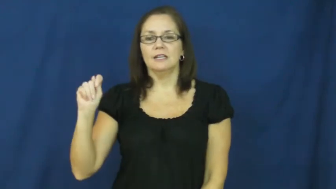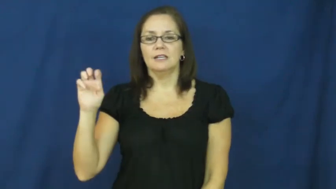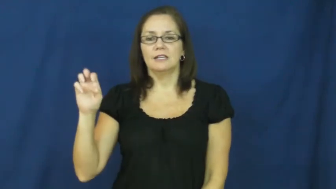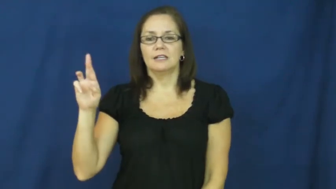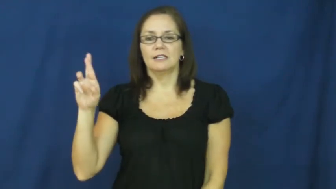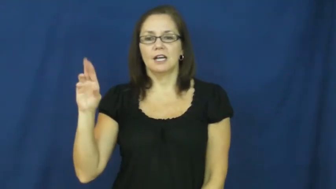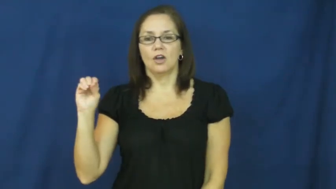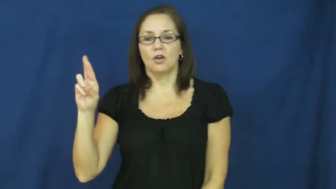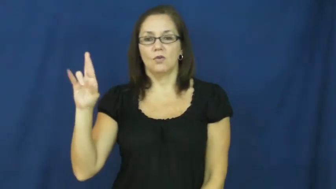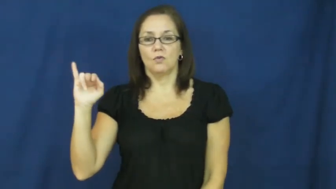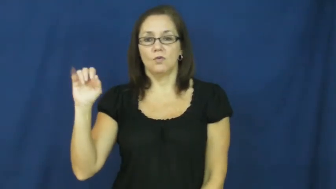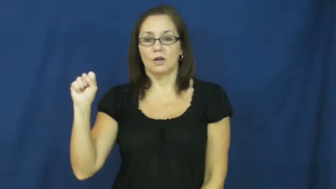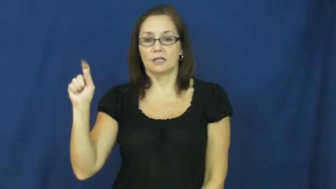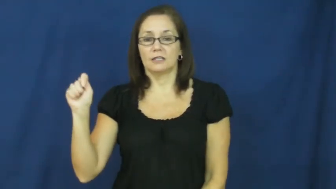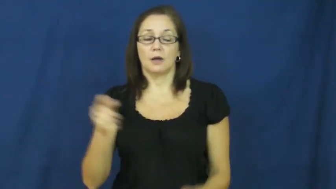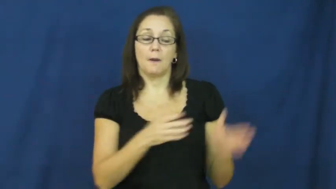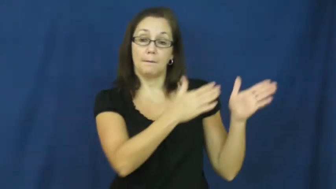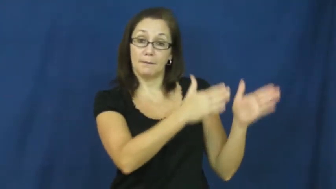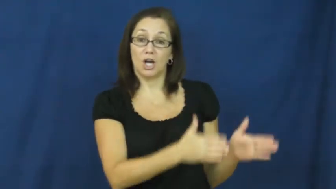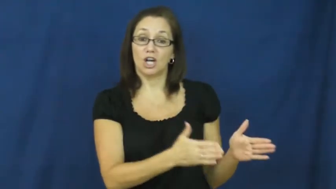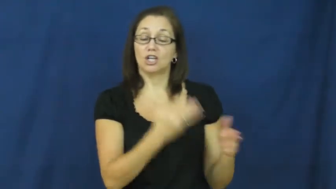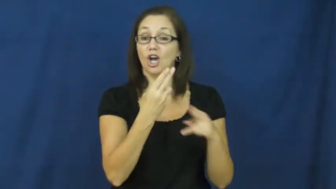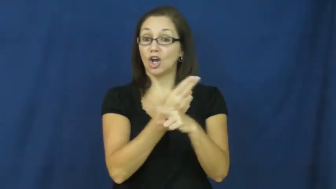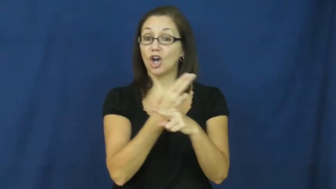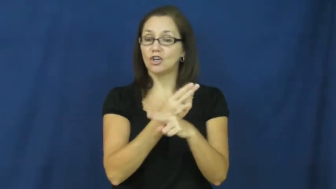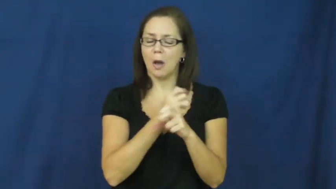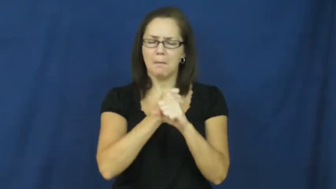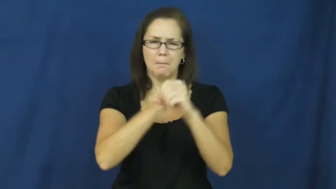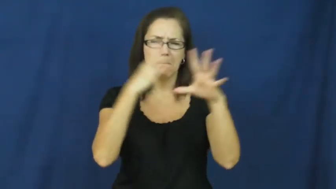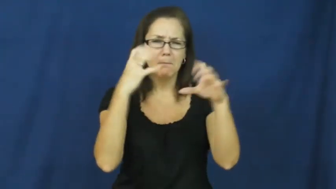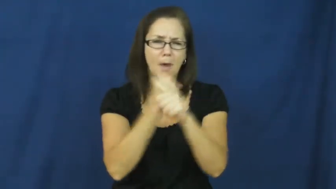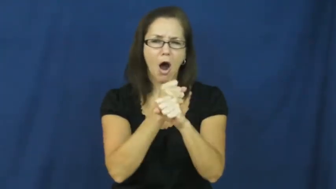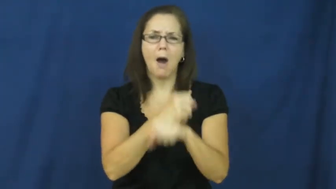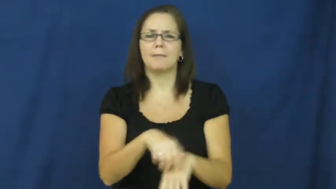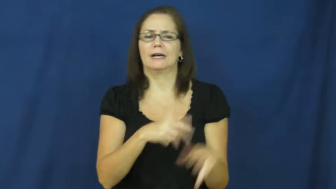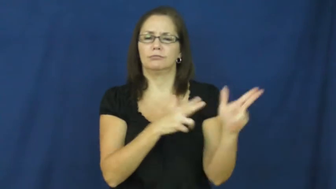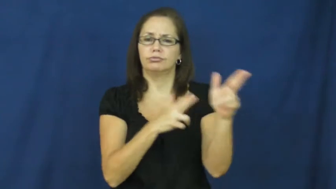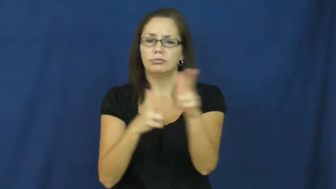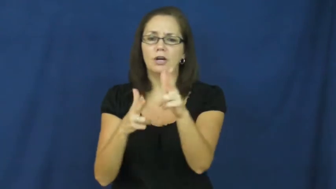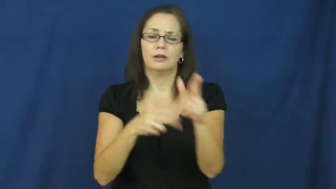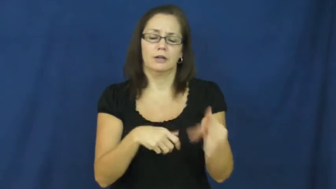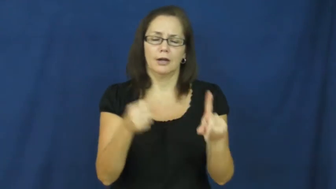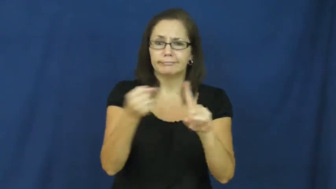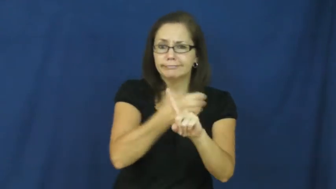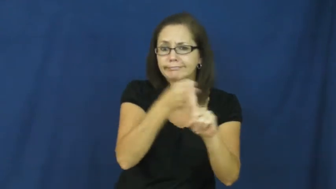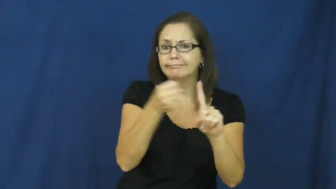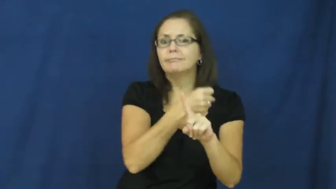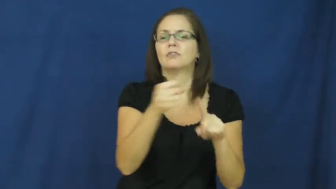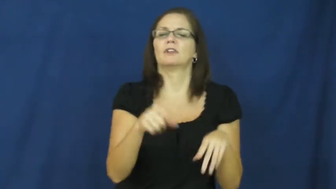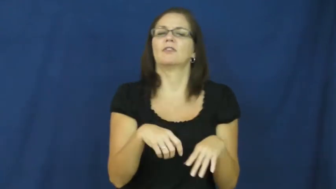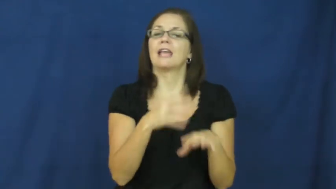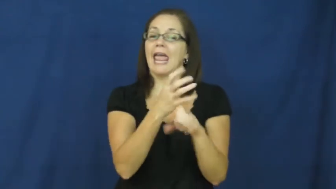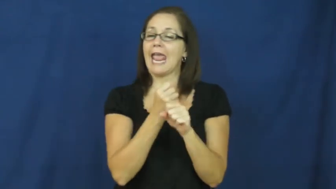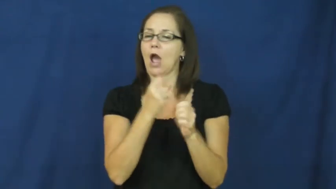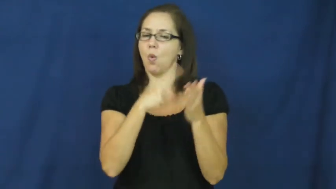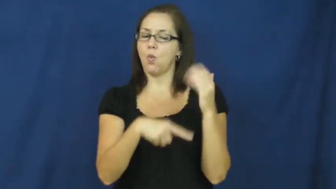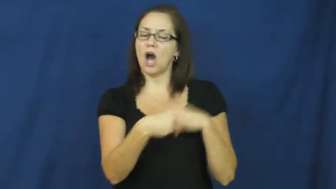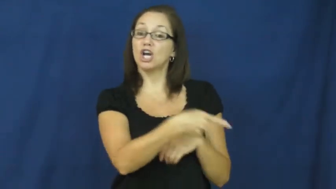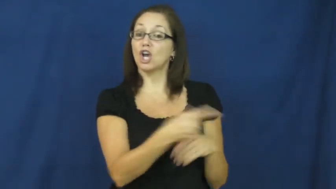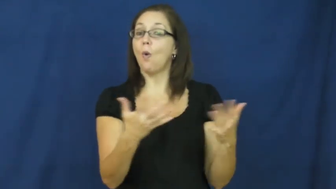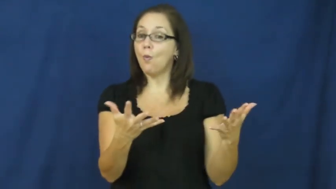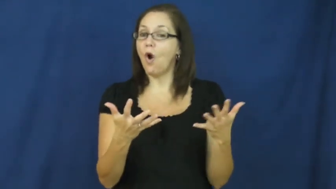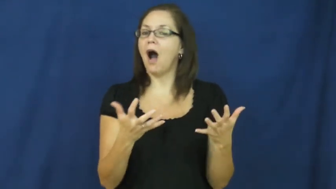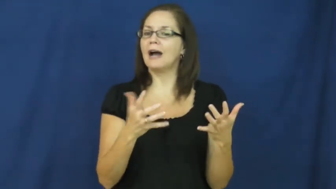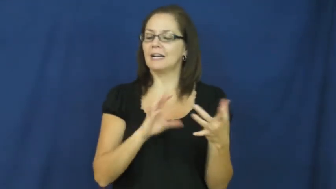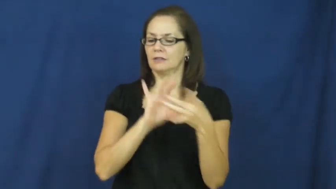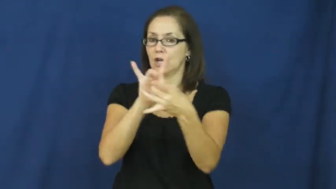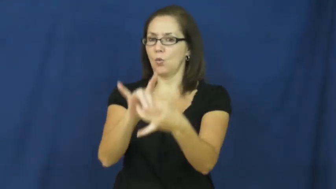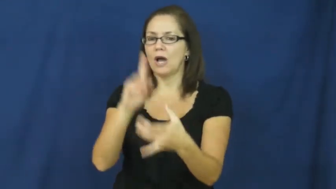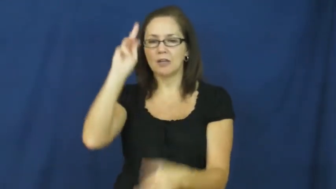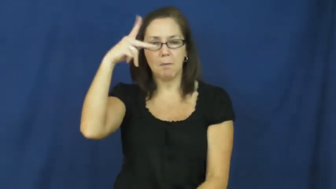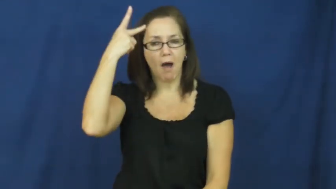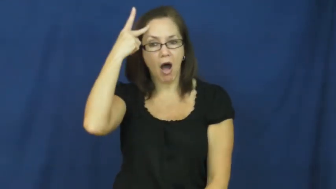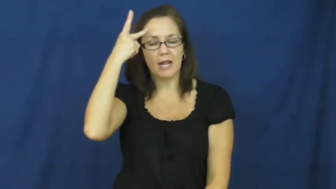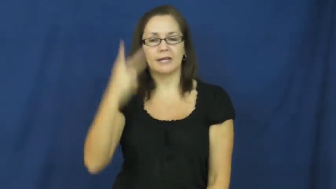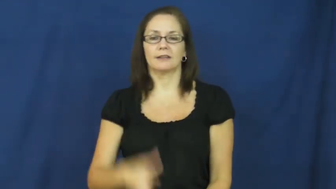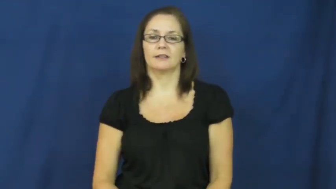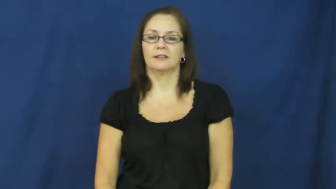terrorist